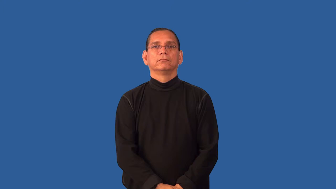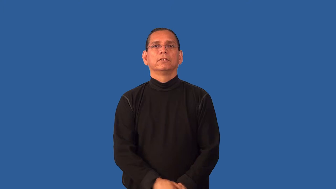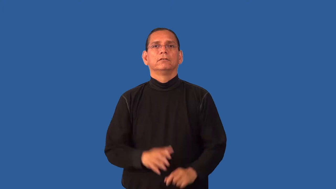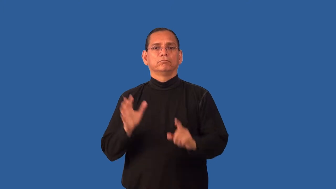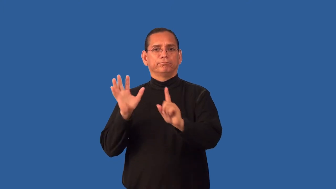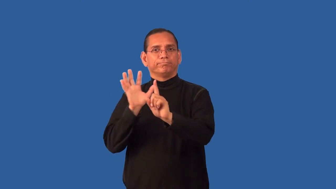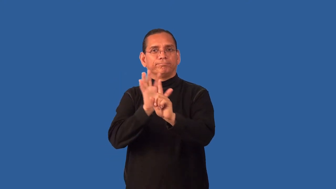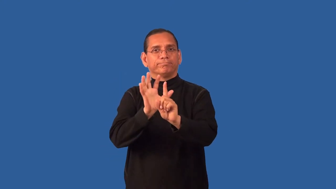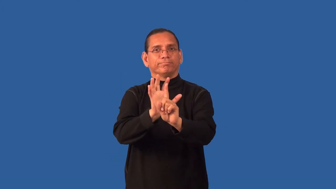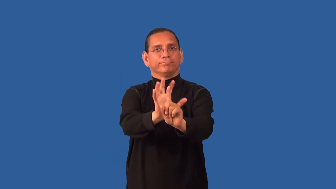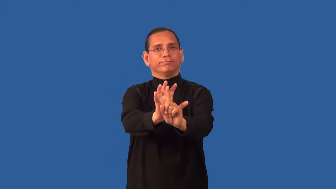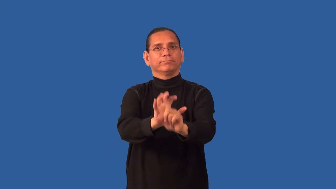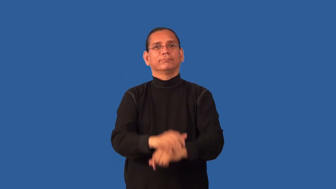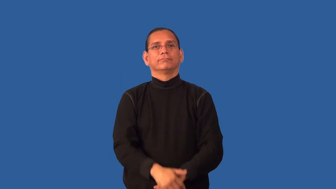entourage,retinue